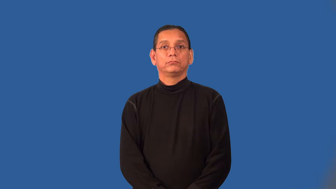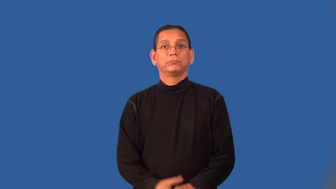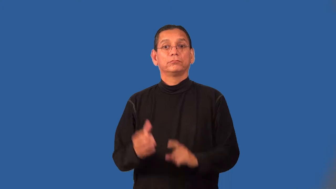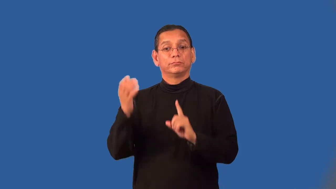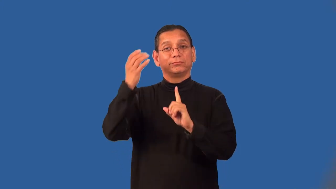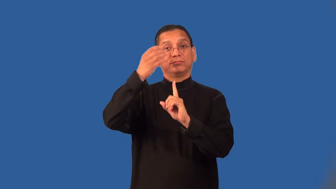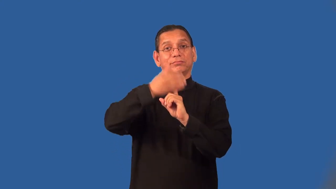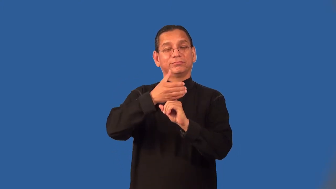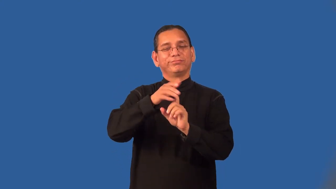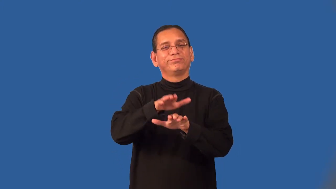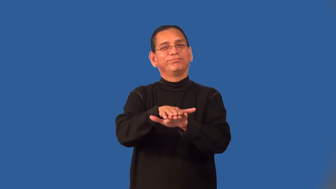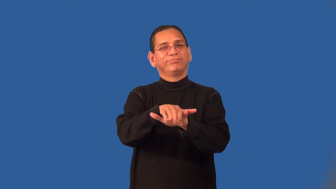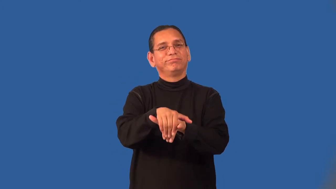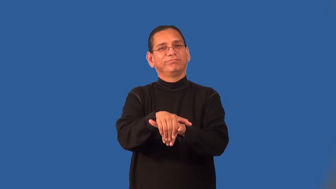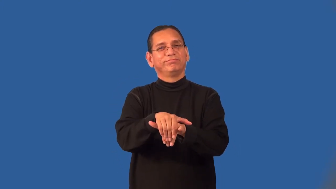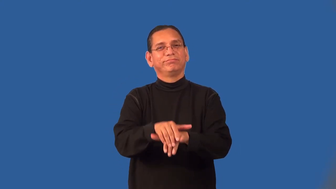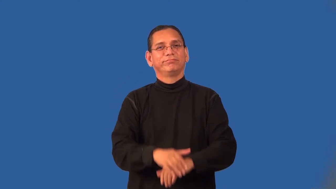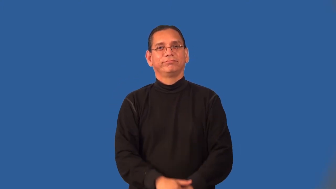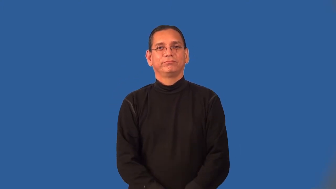pose-pretend to be